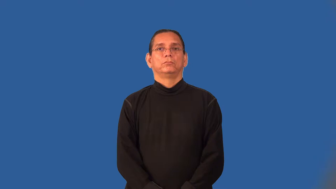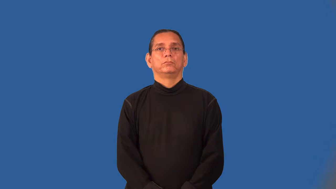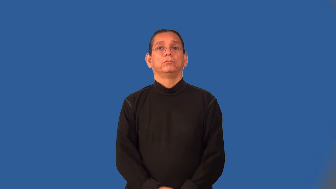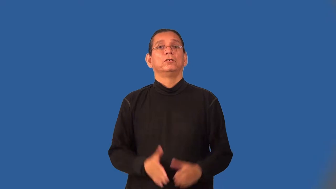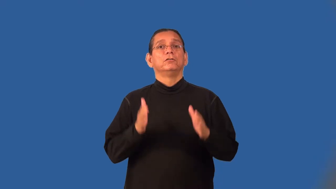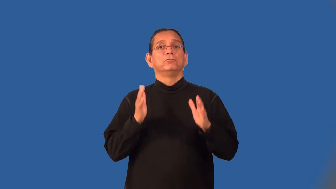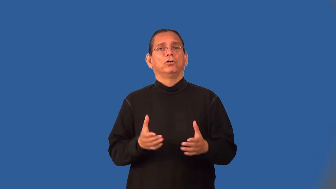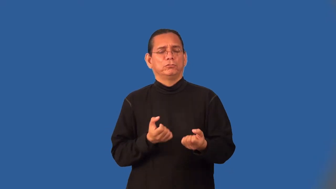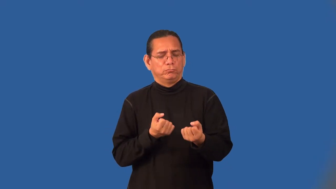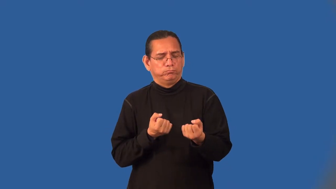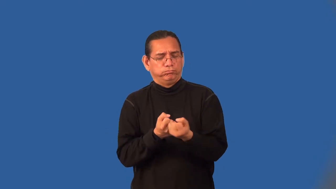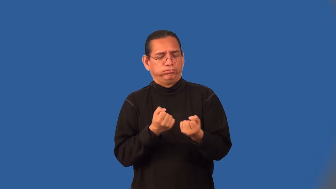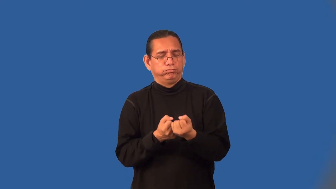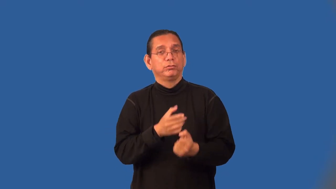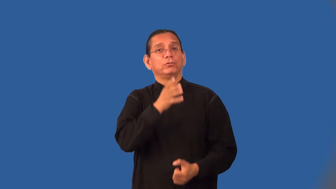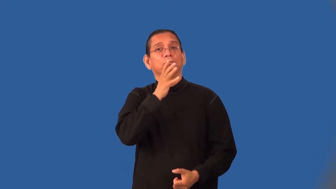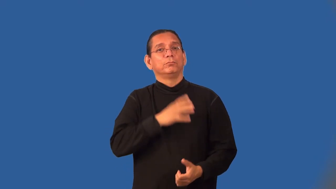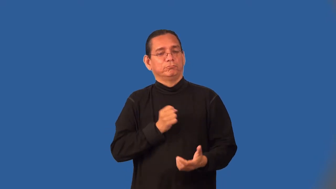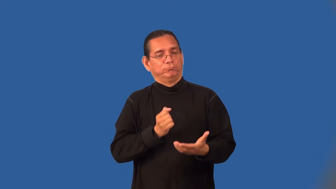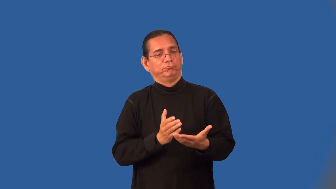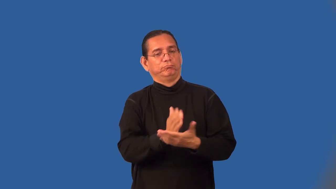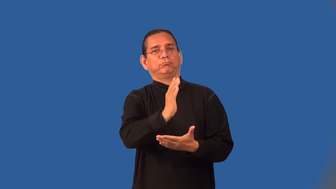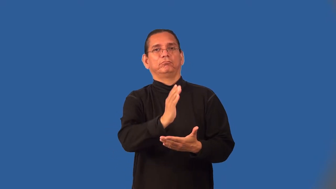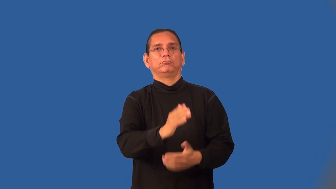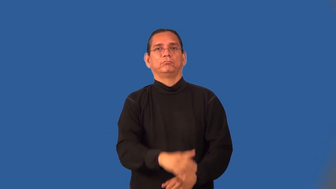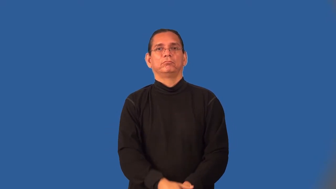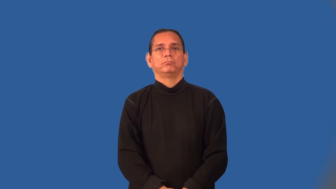feminist